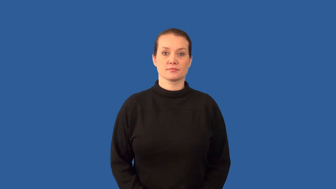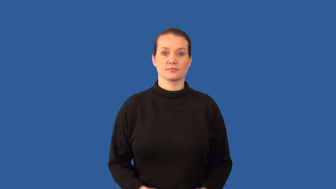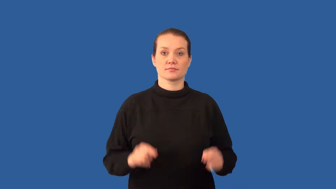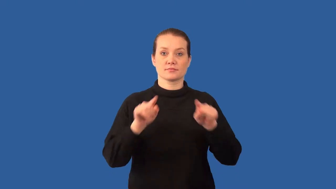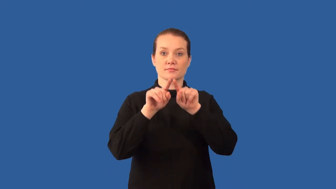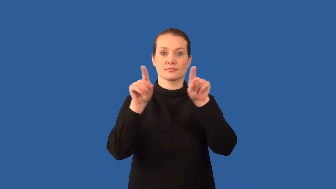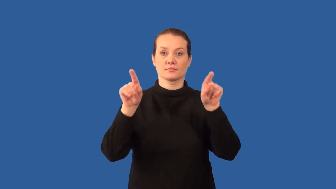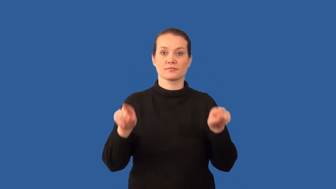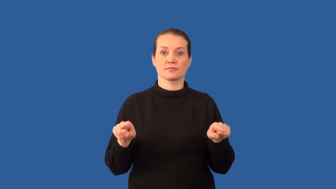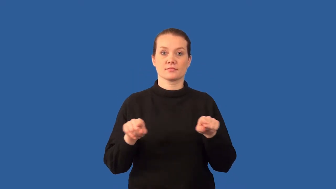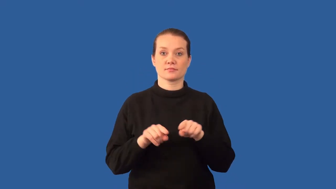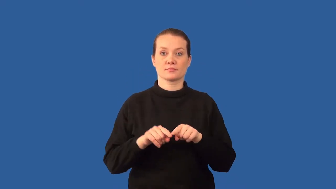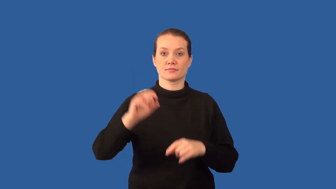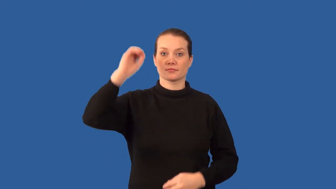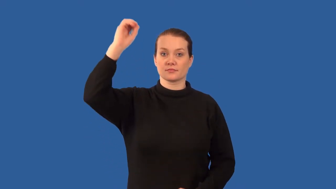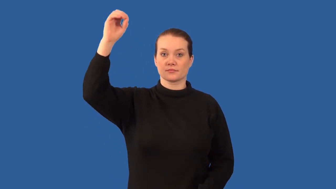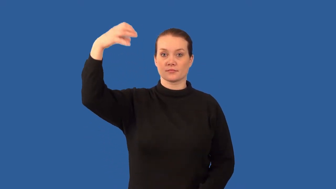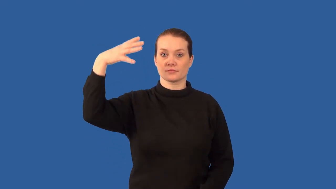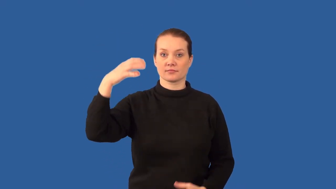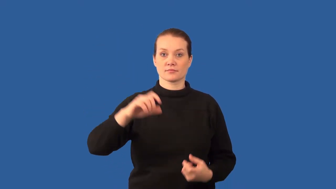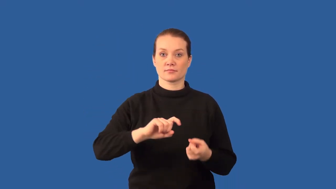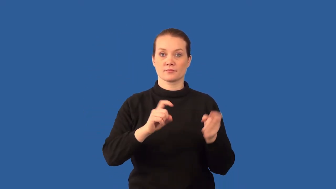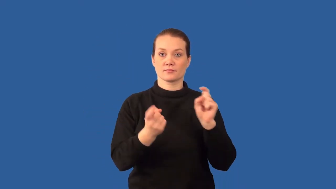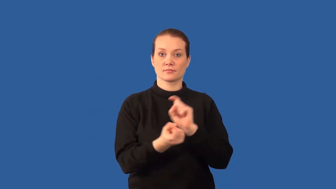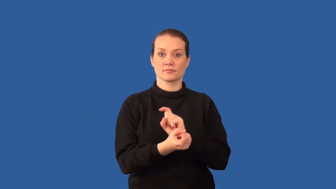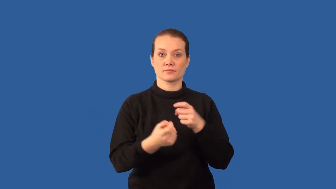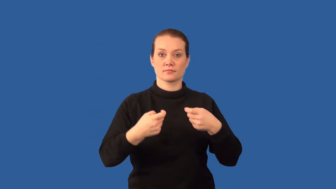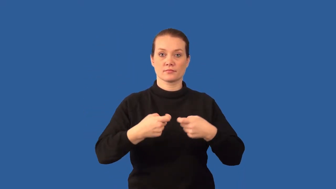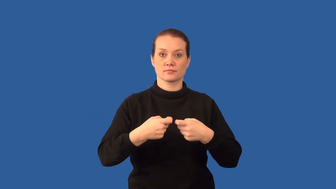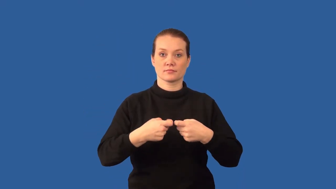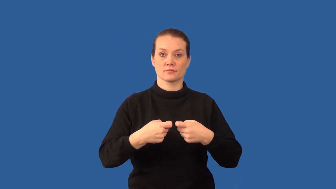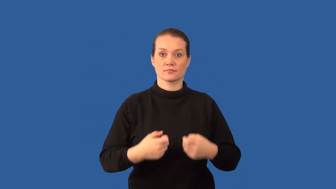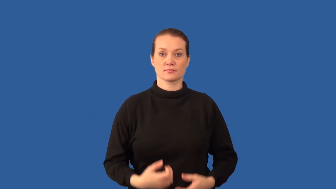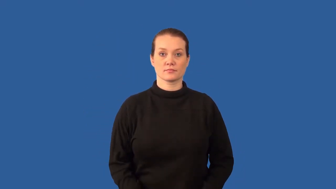photovoltaic cell